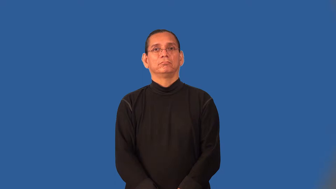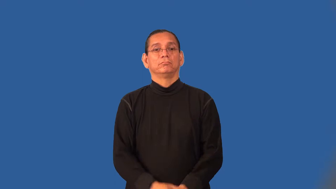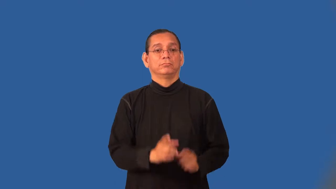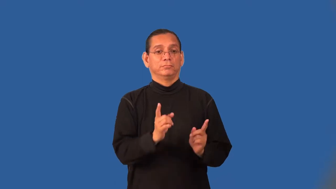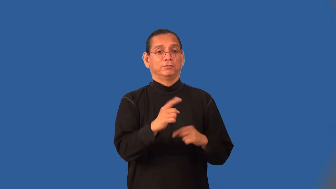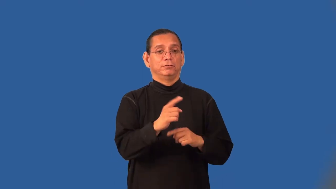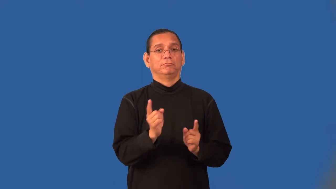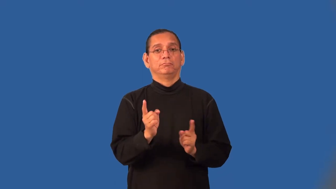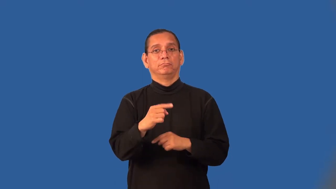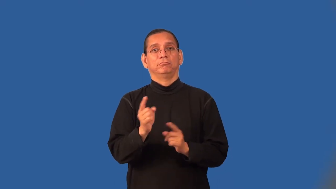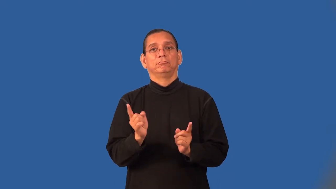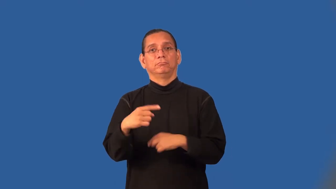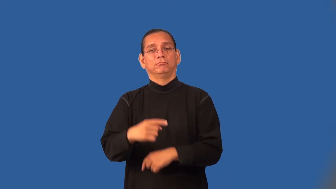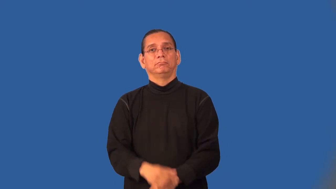tile